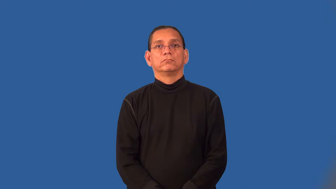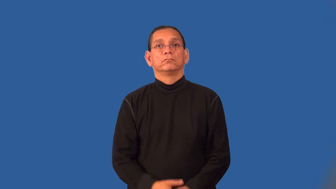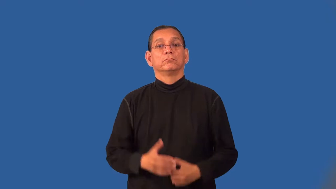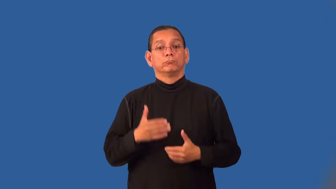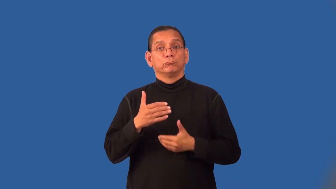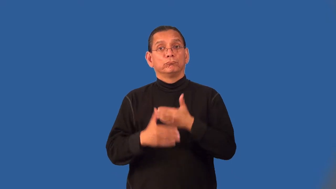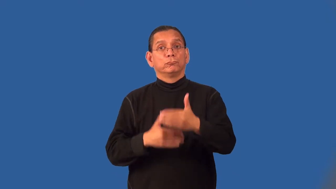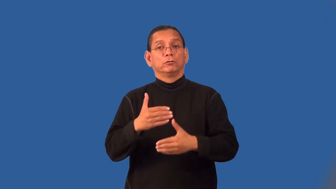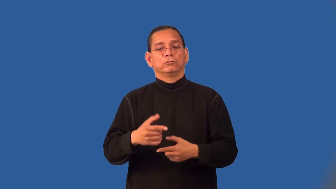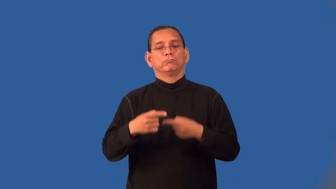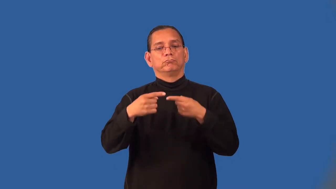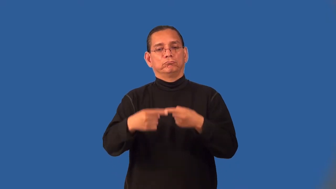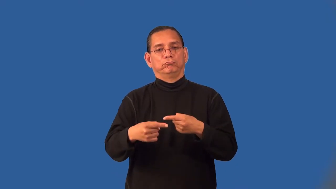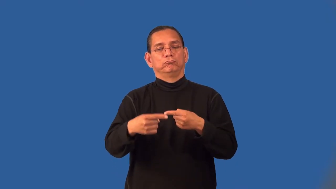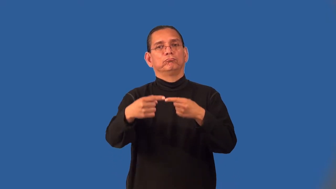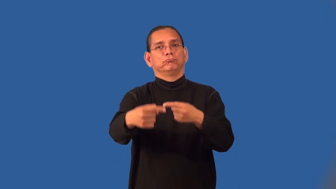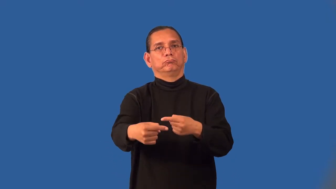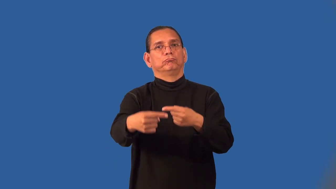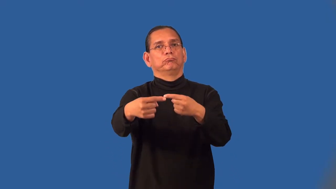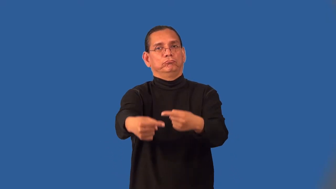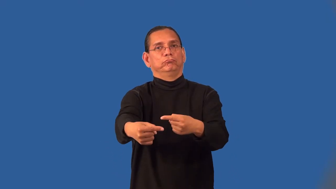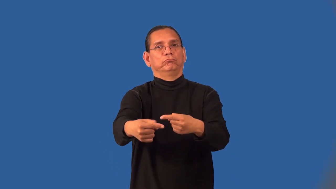phase-step